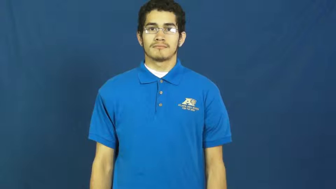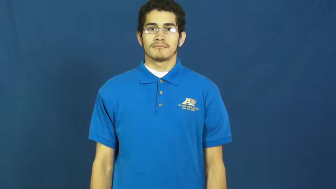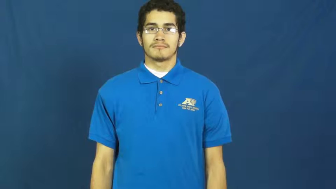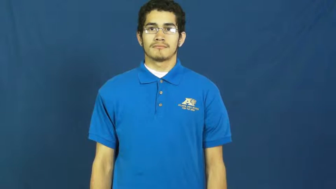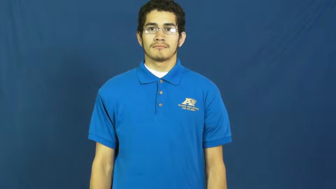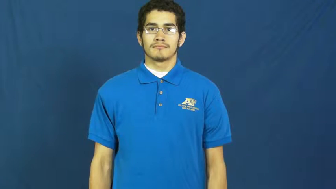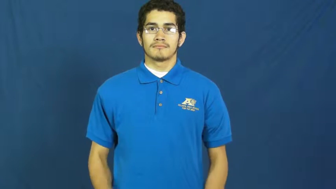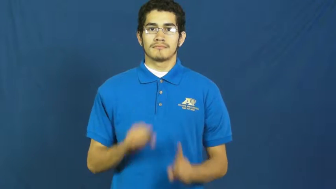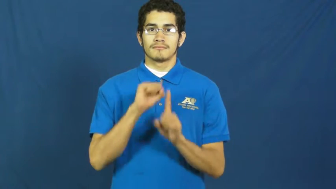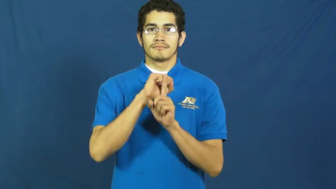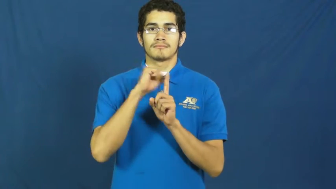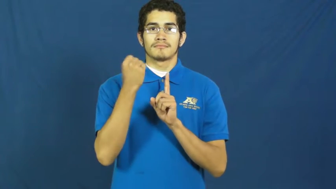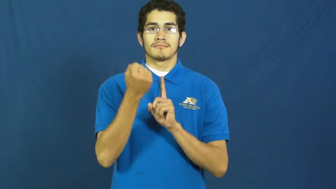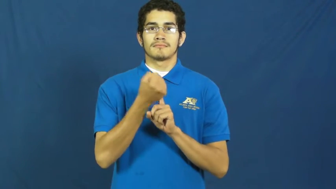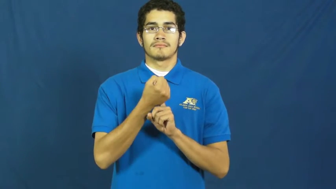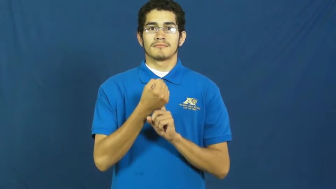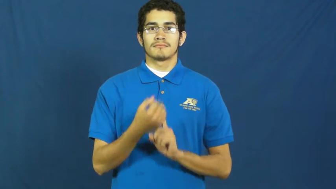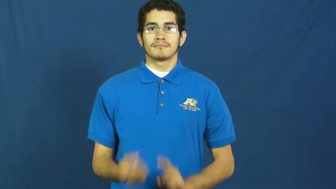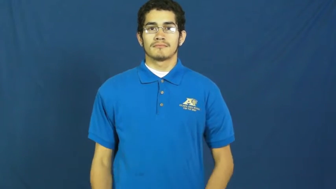society